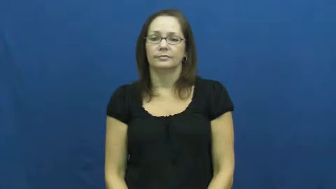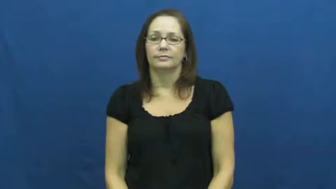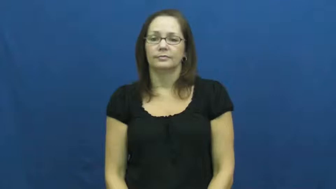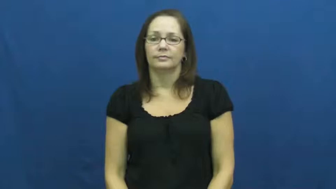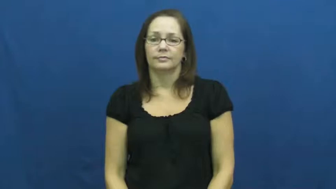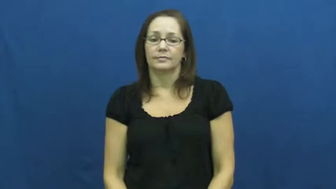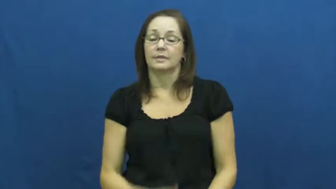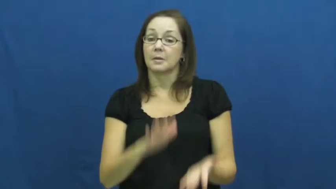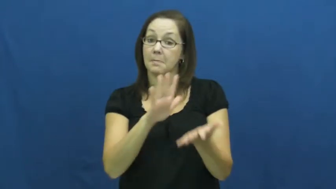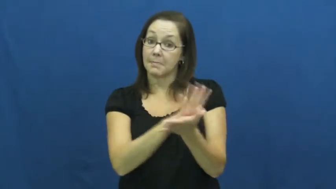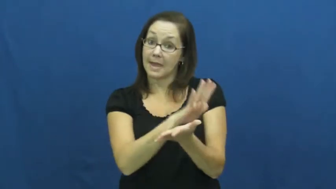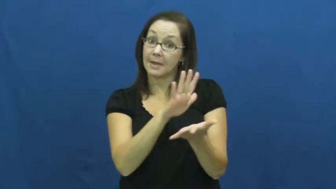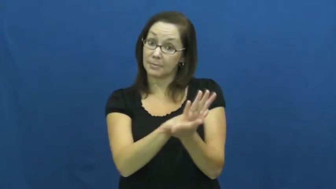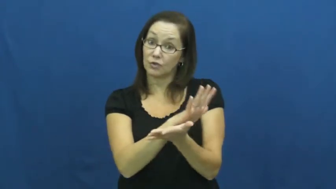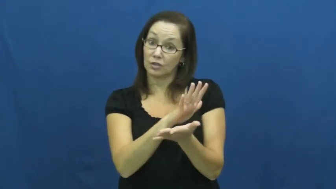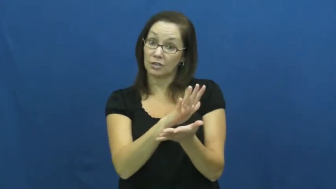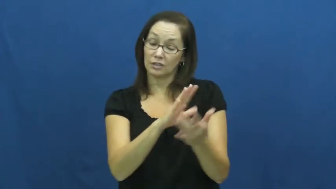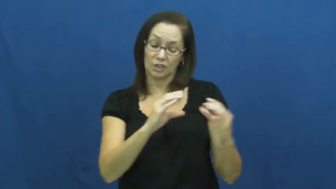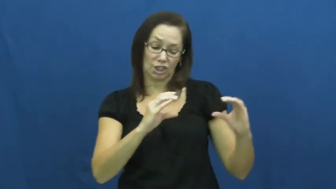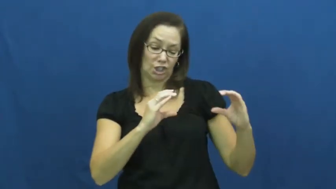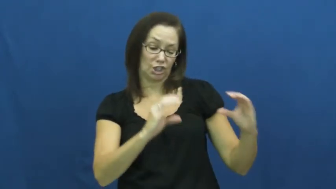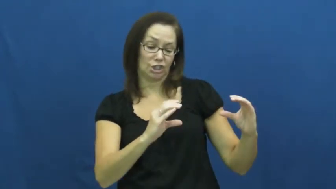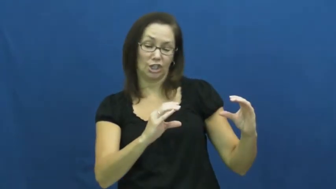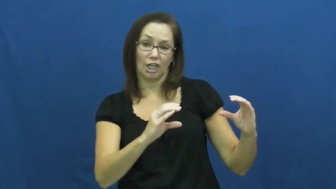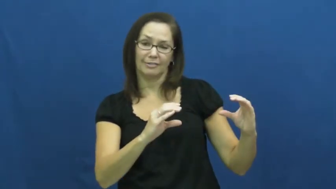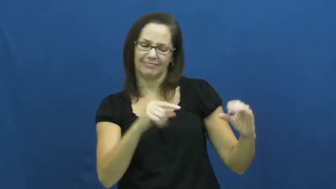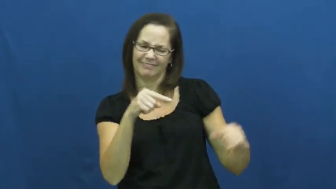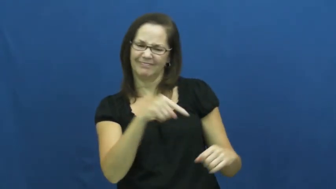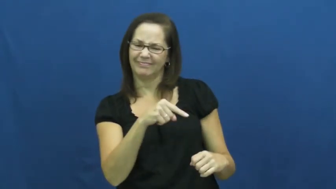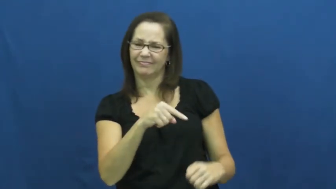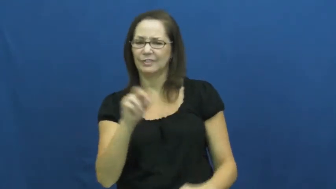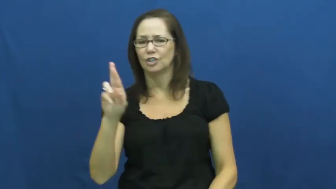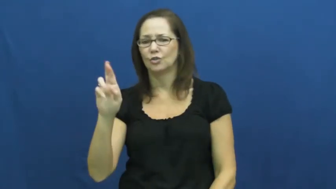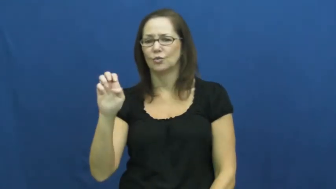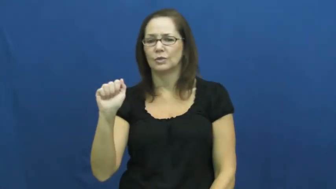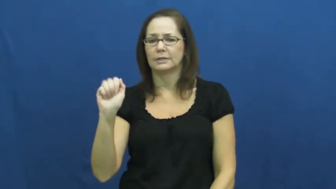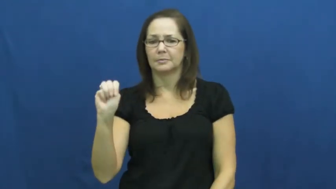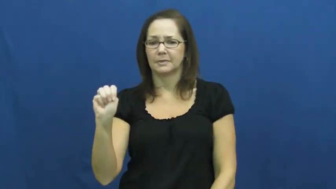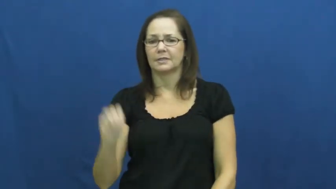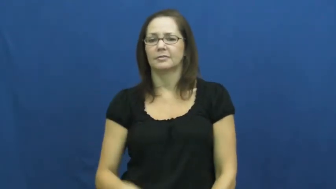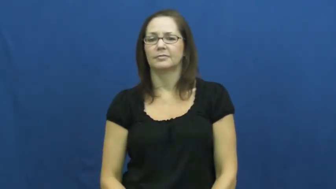ream-paper